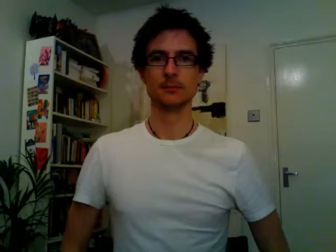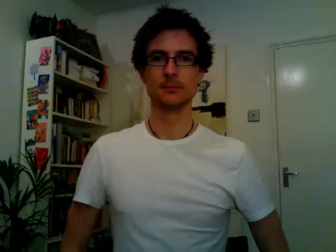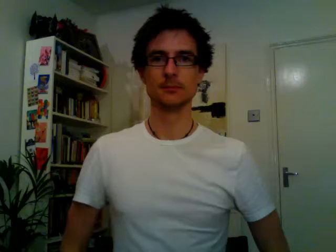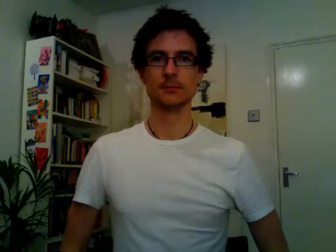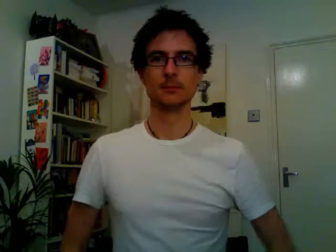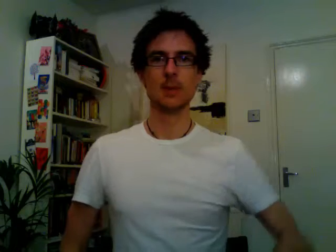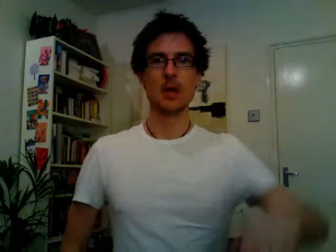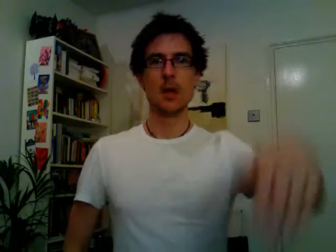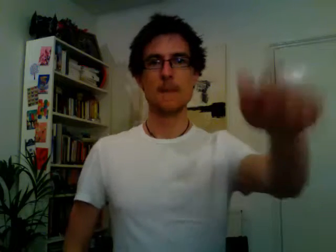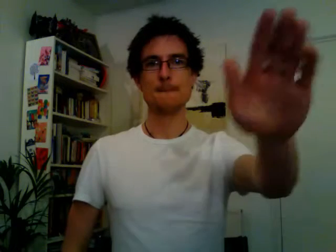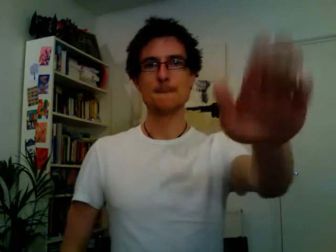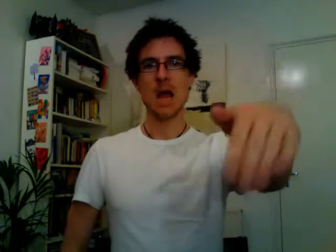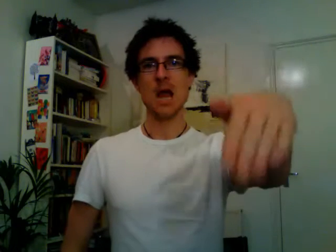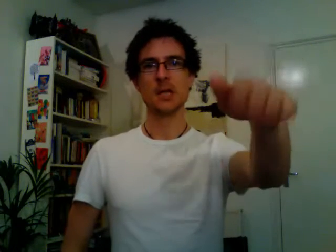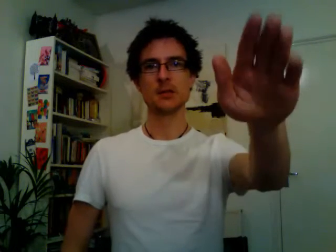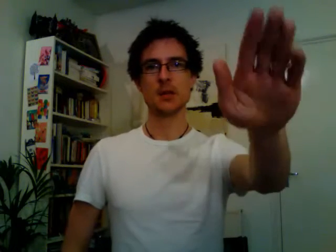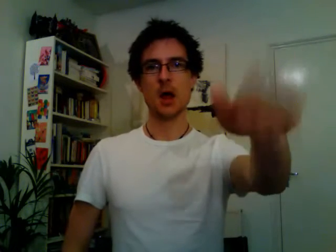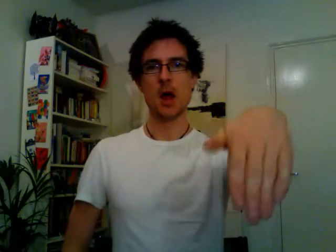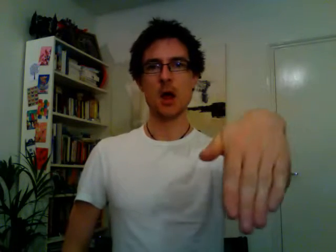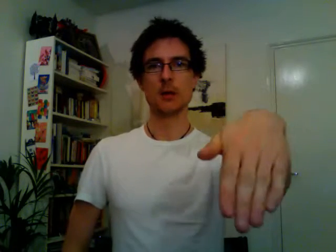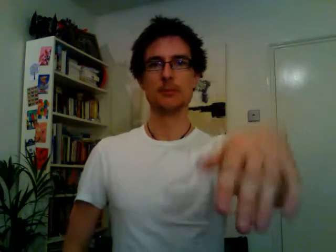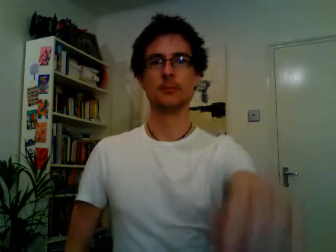painter